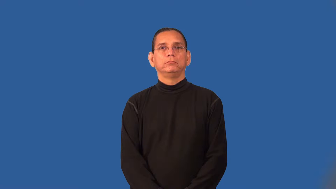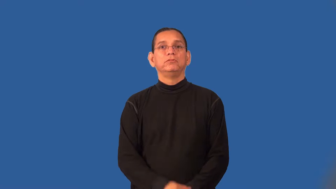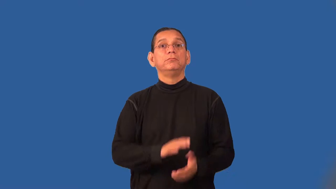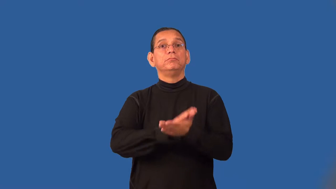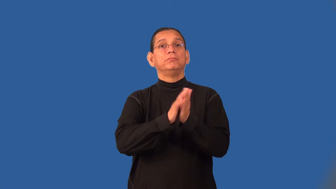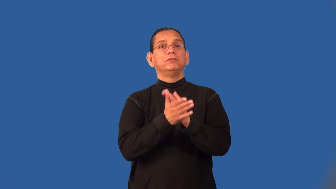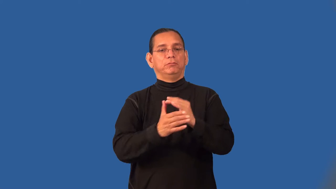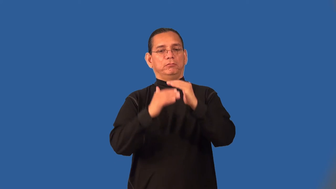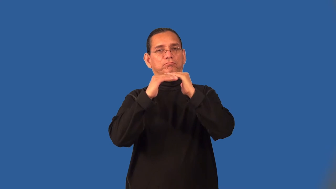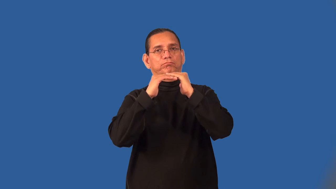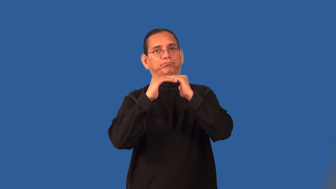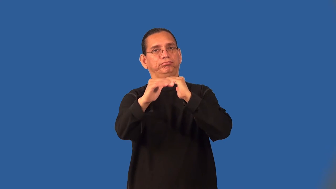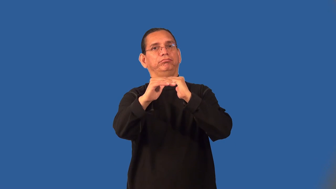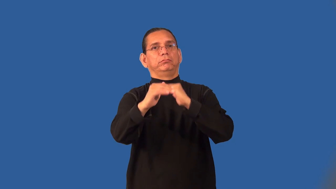stabilize